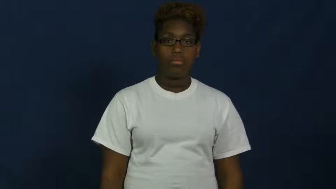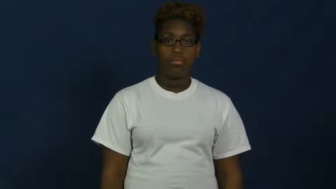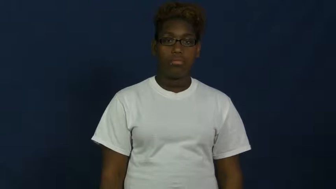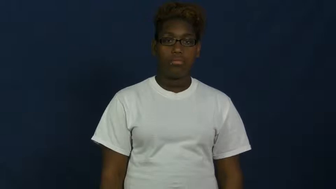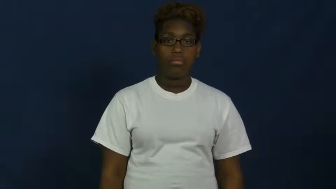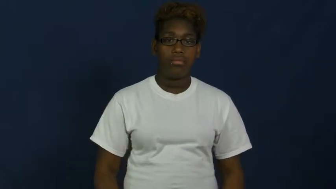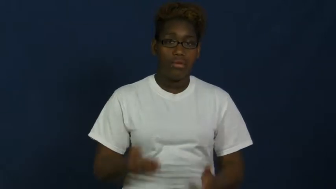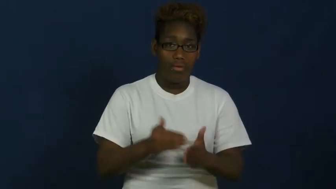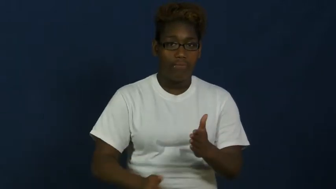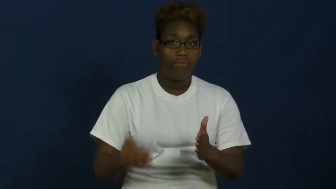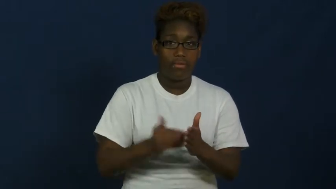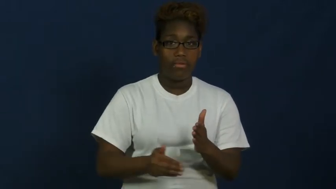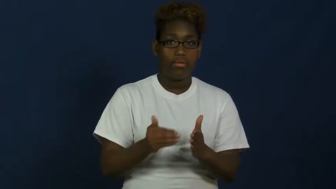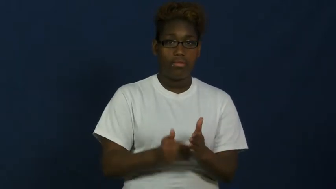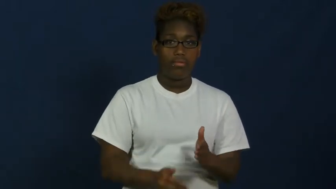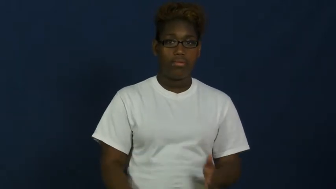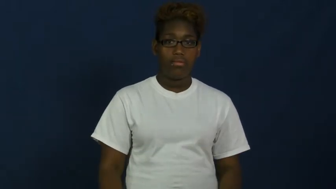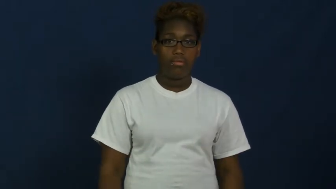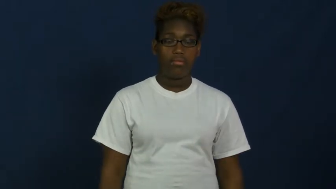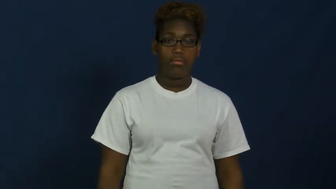often